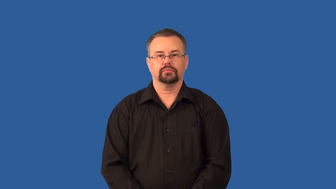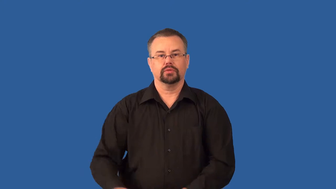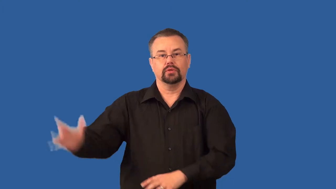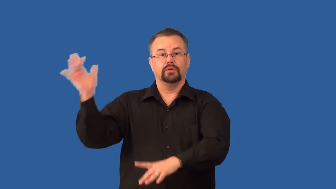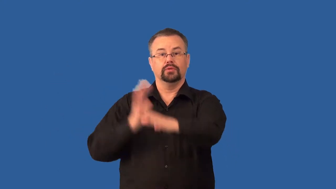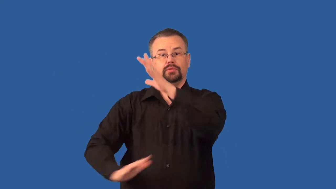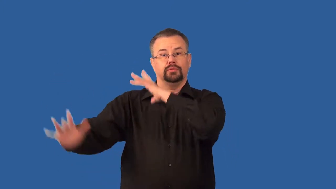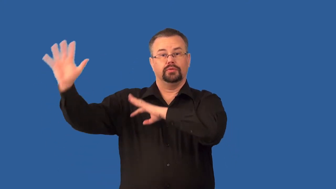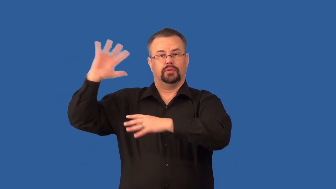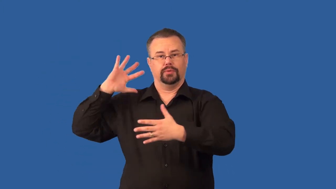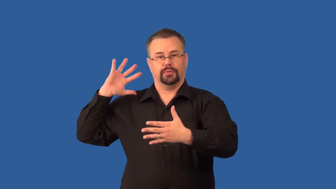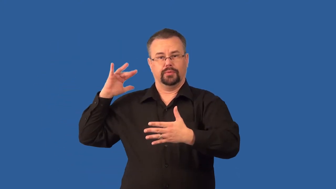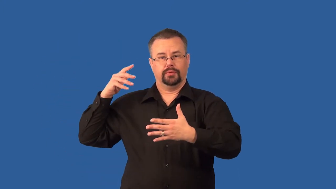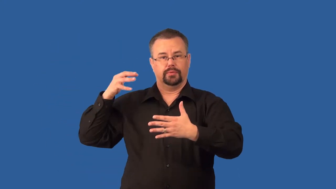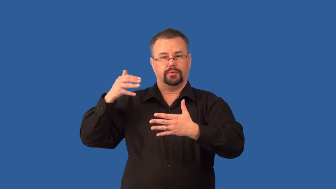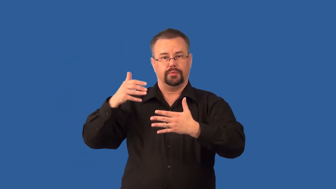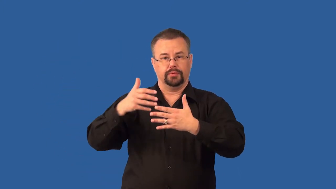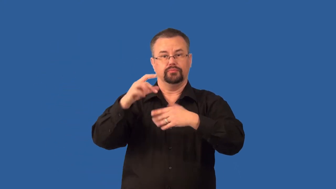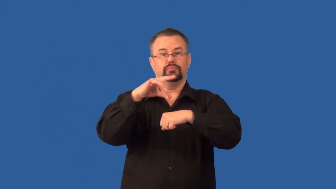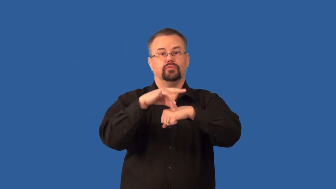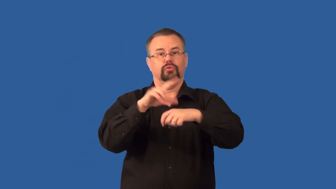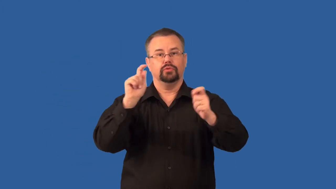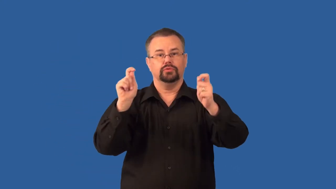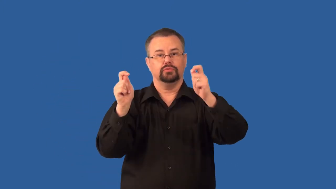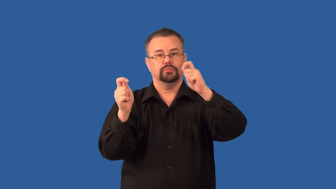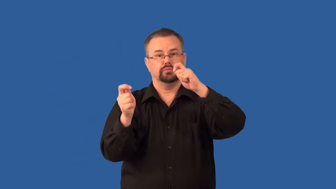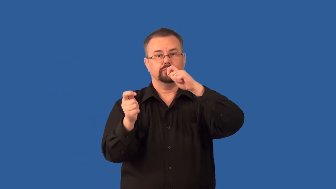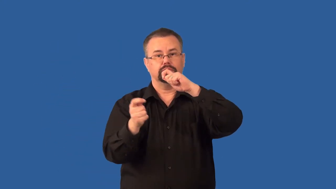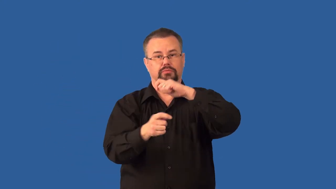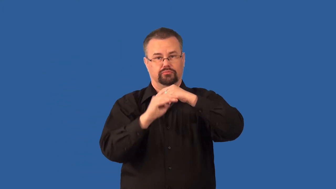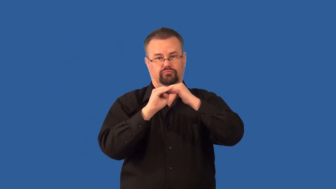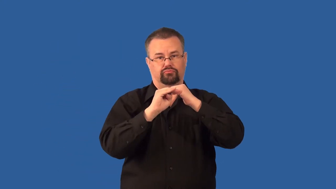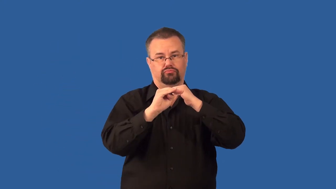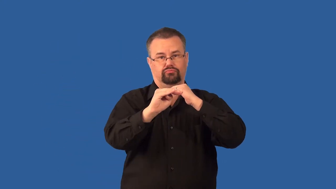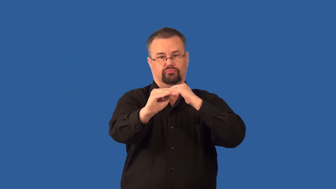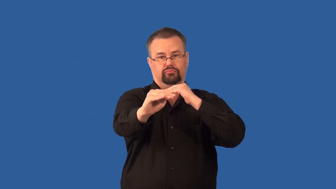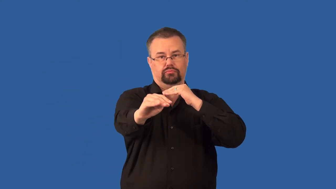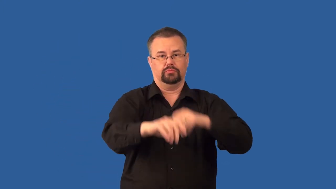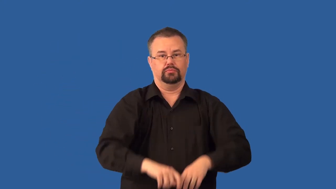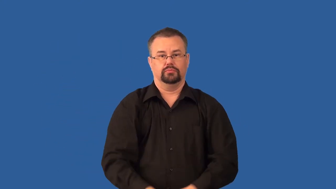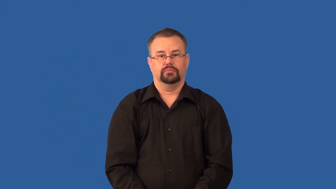uniformitarianism